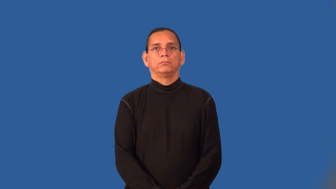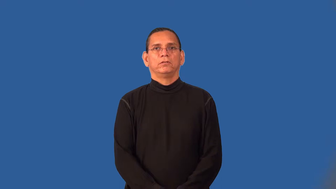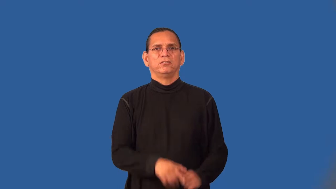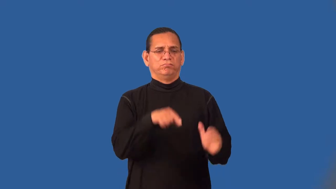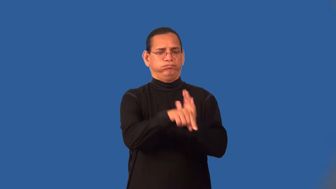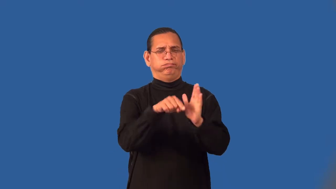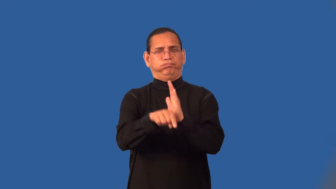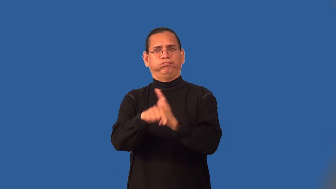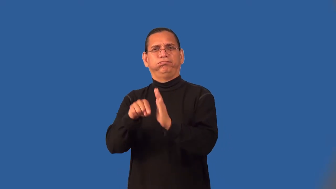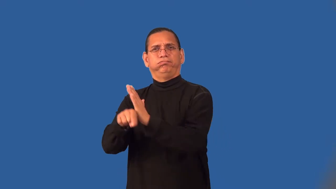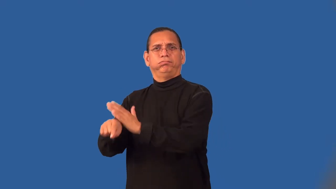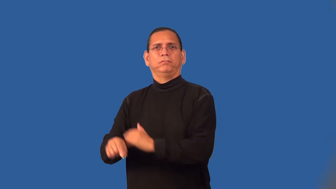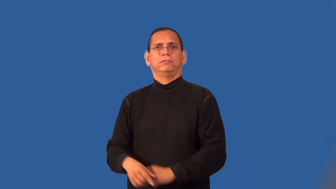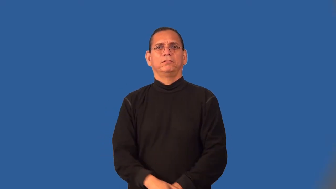slaughter,battue,carry off